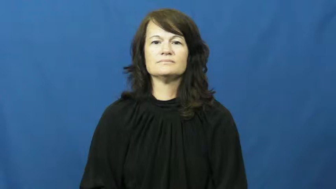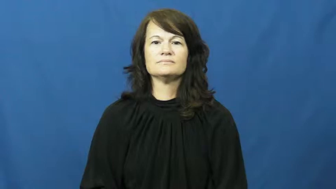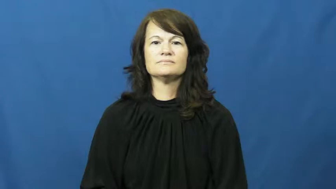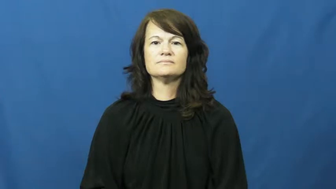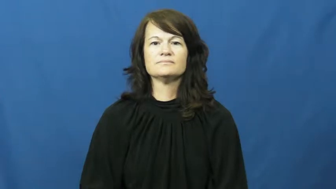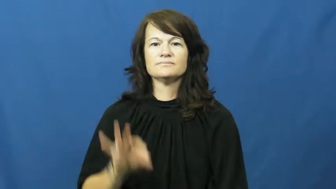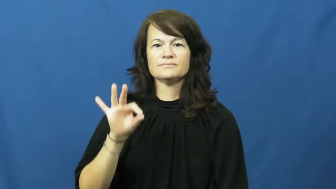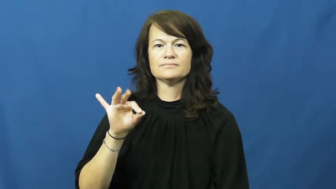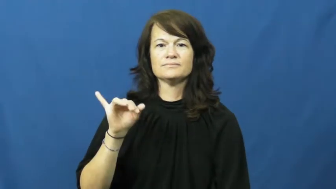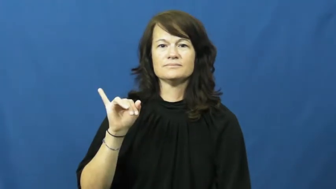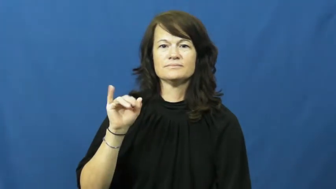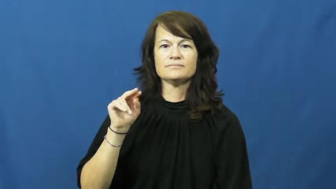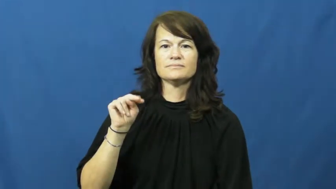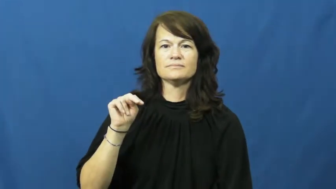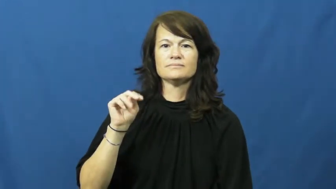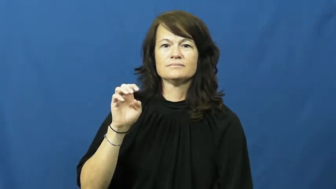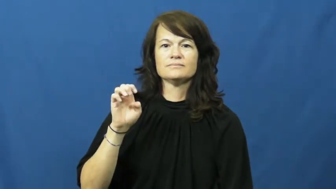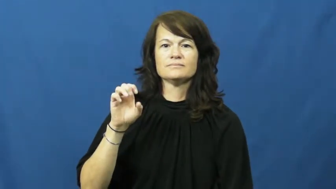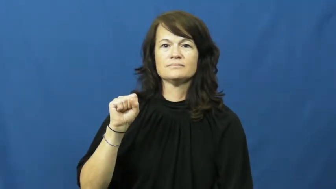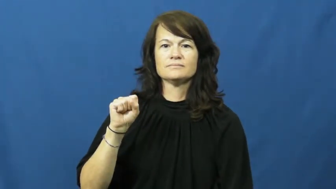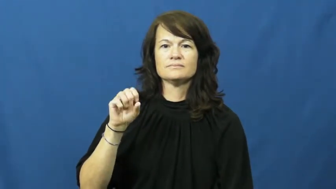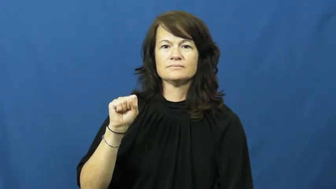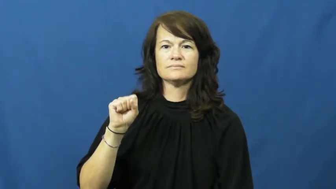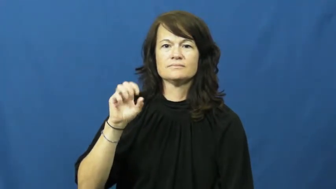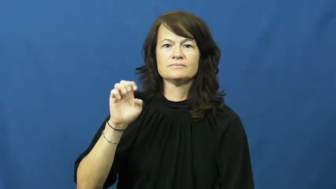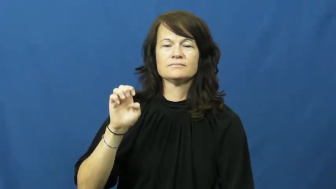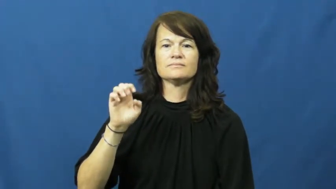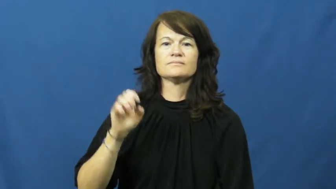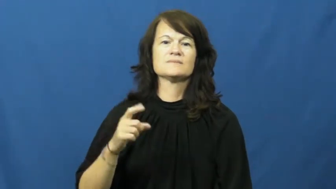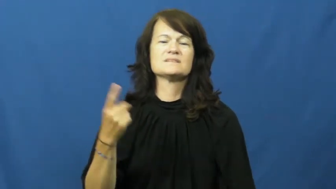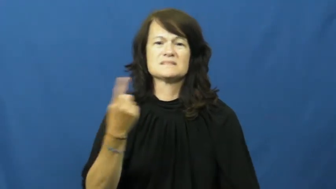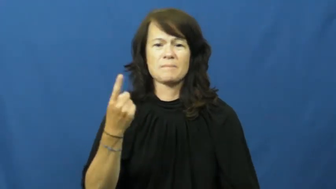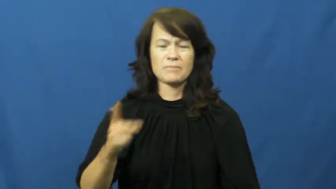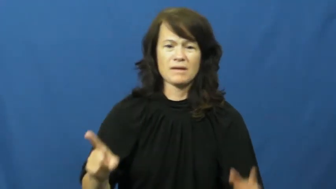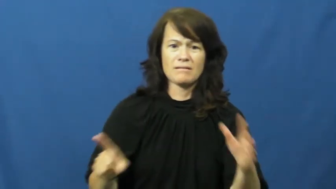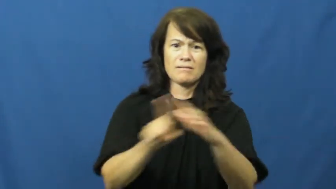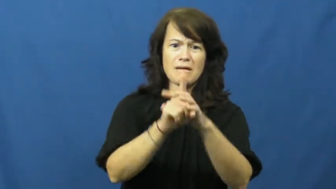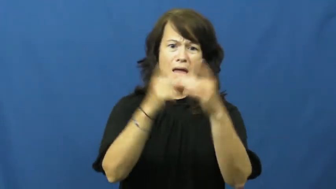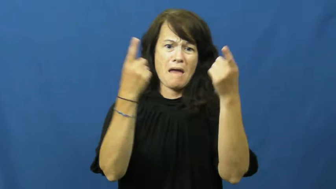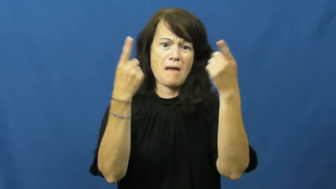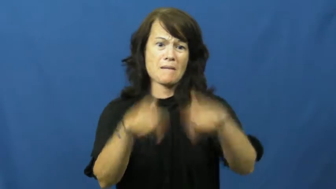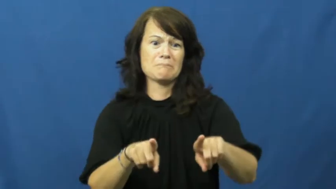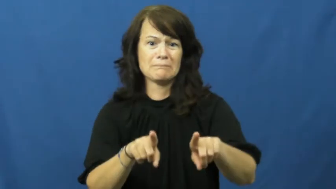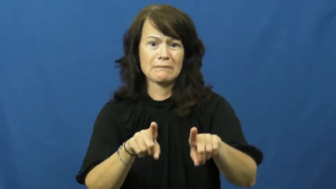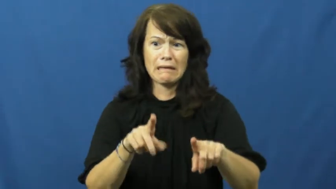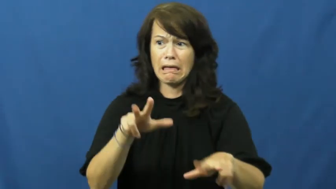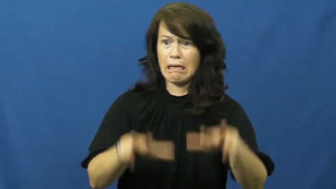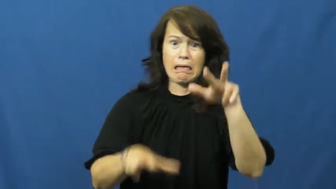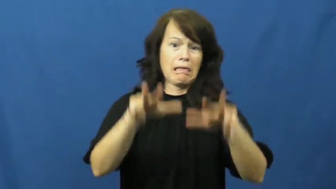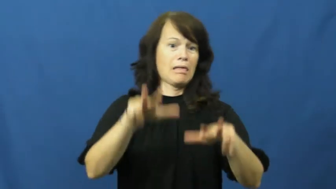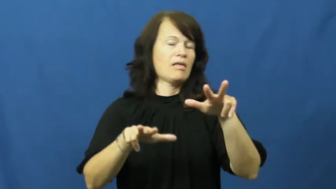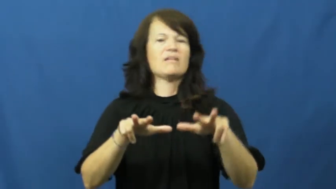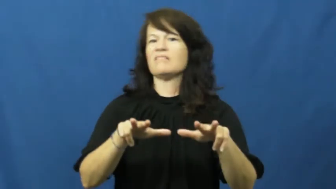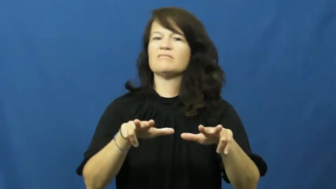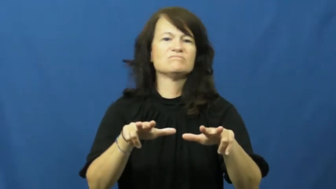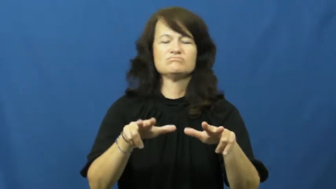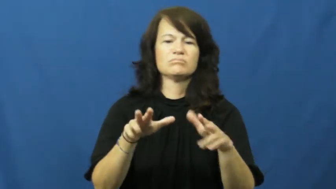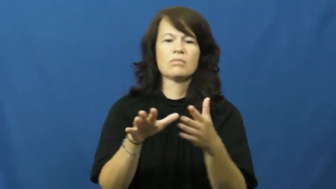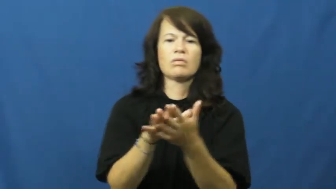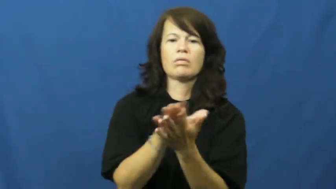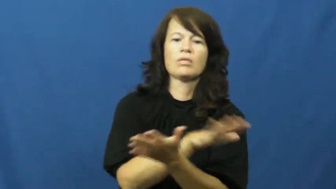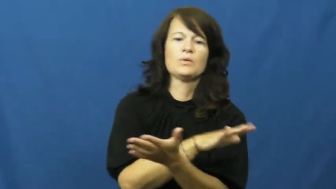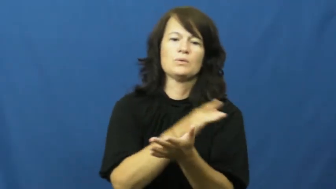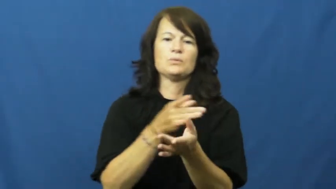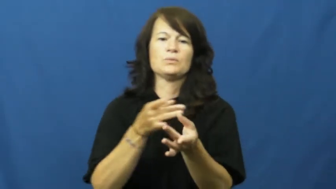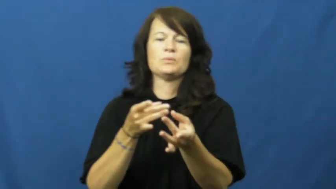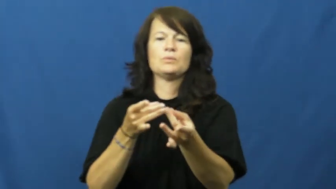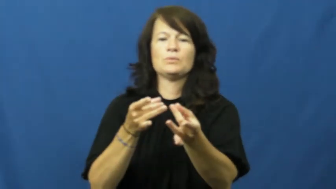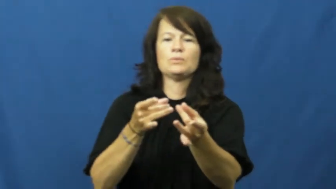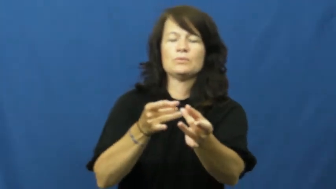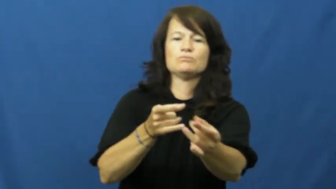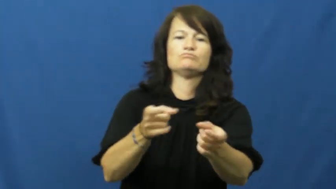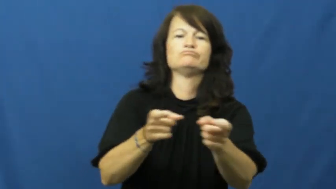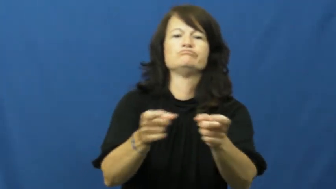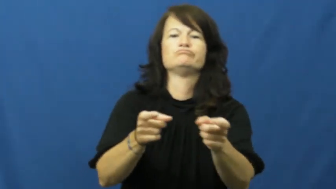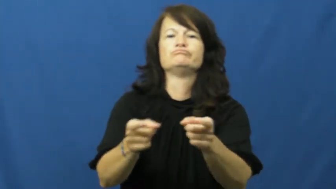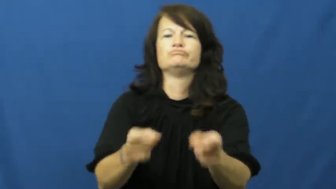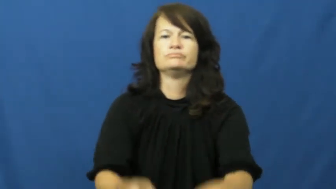finesse